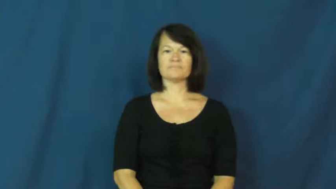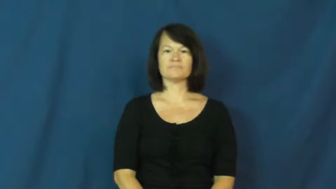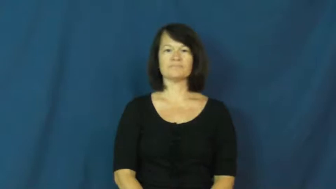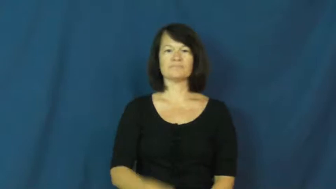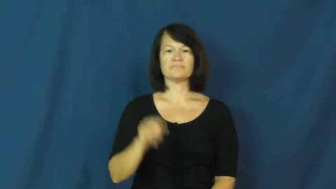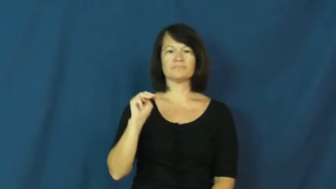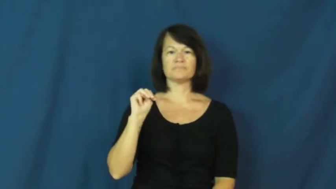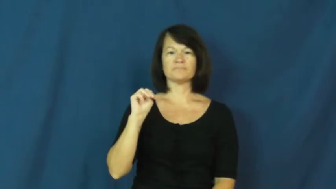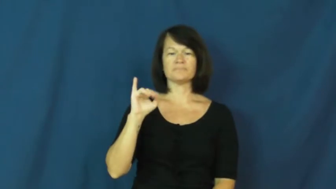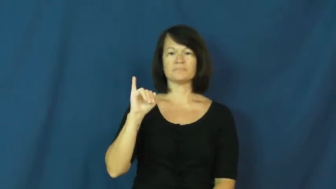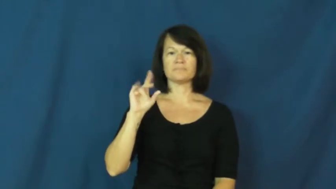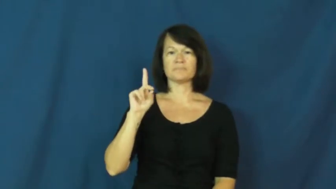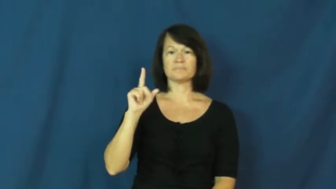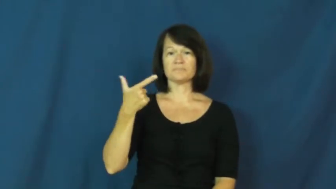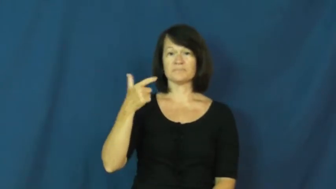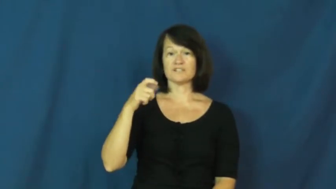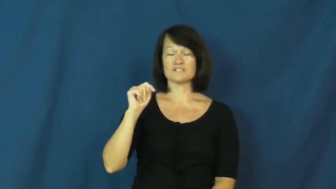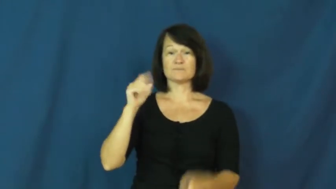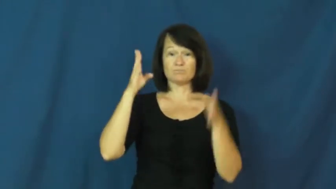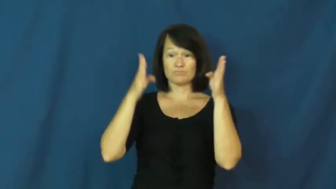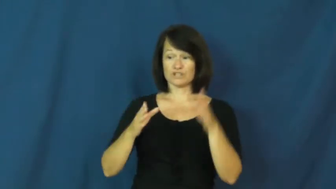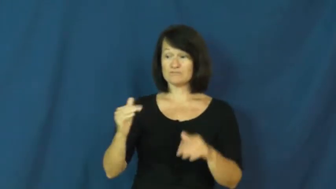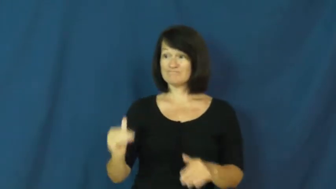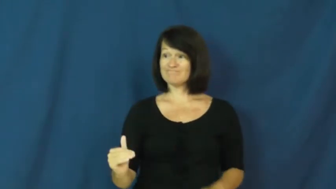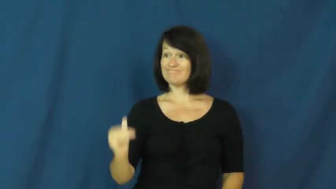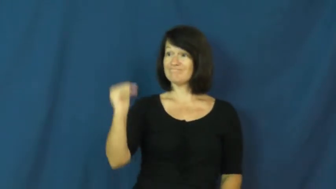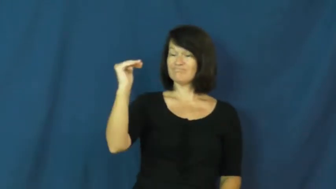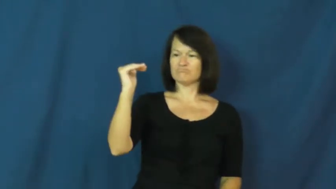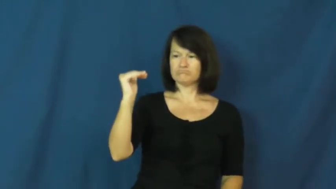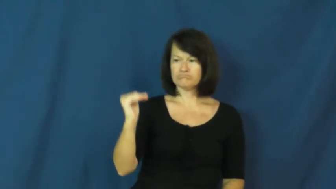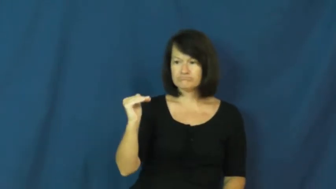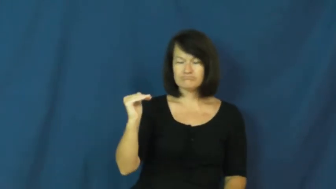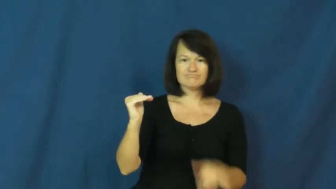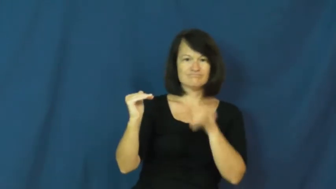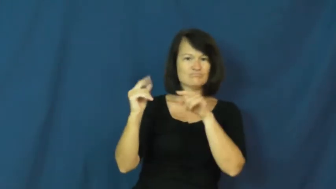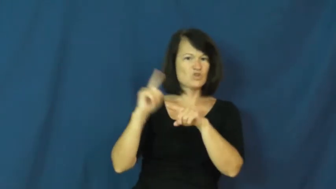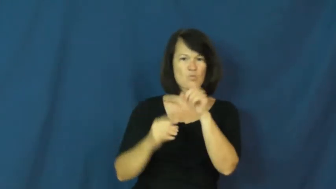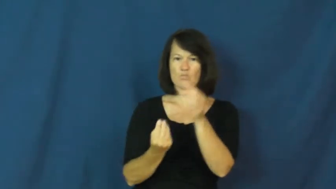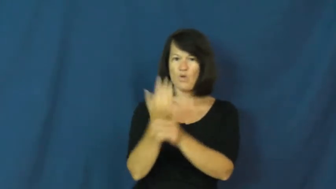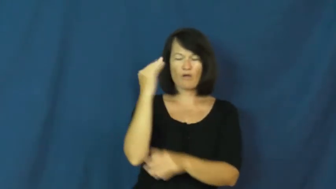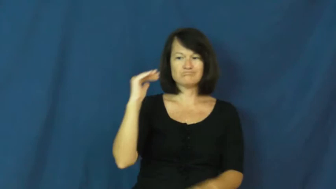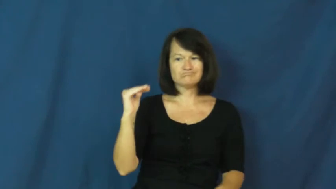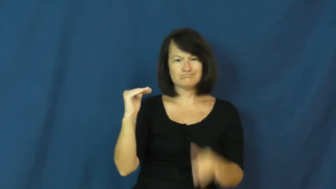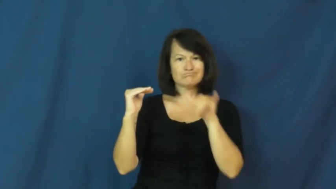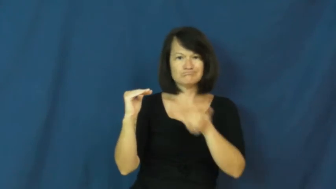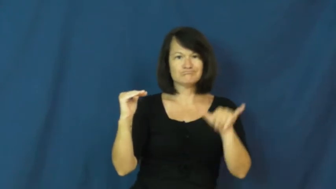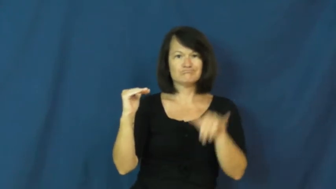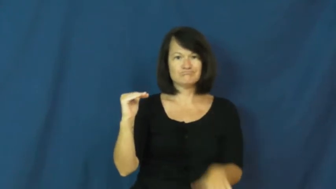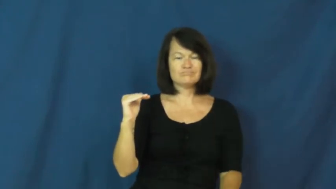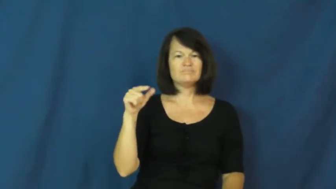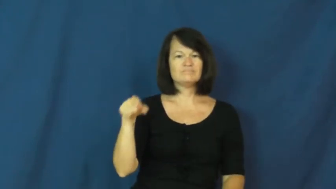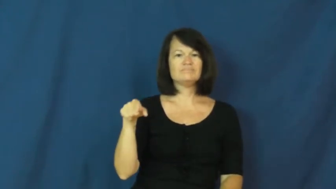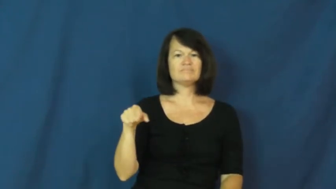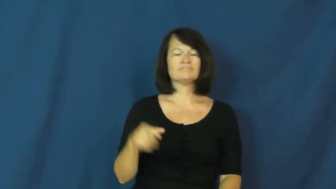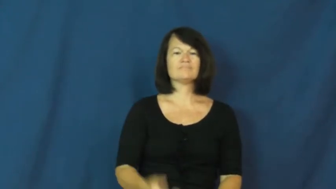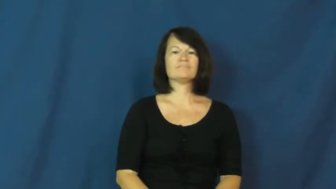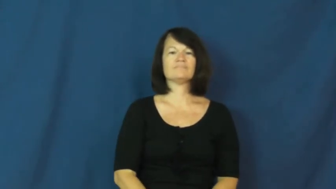midget